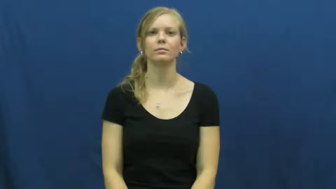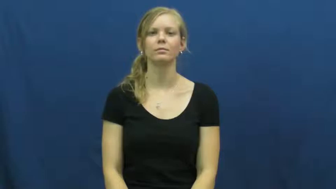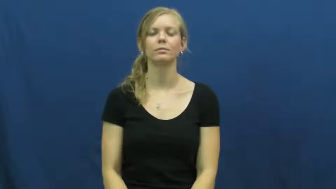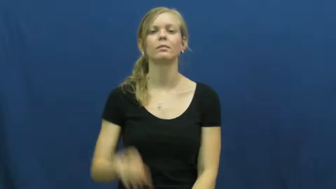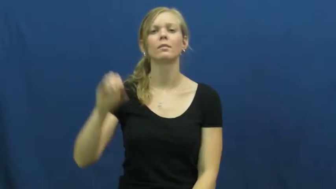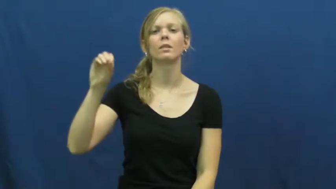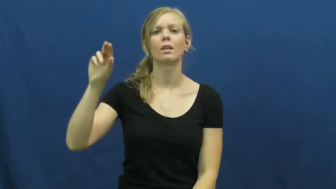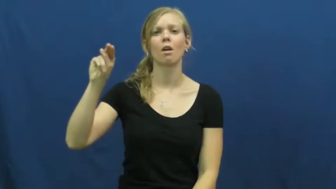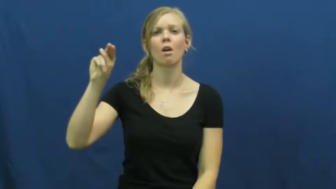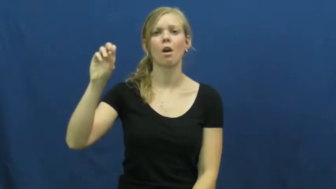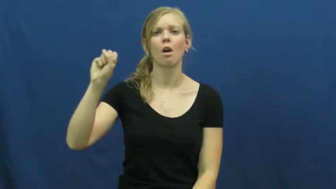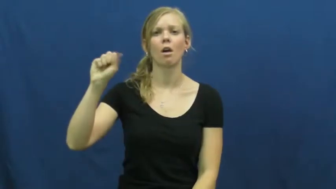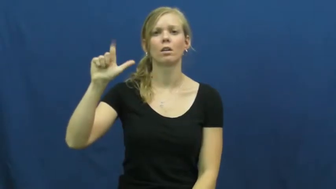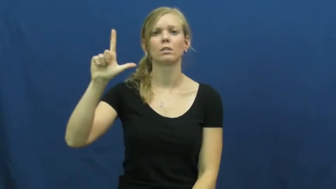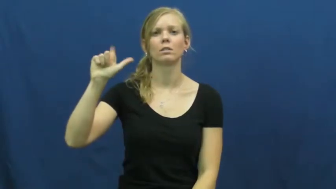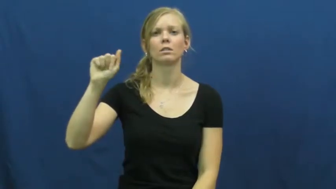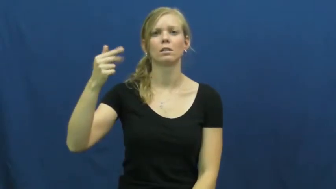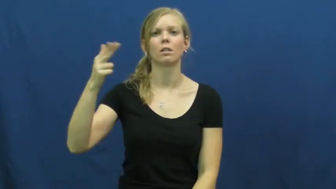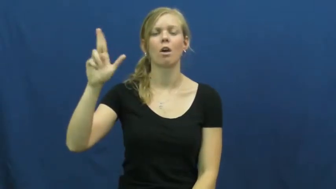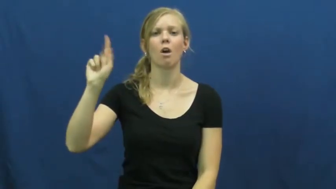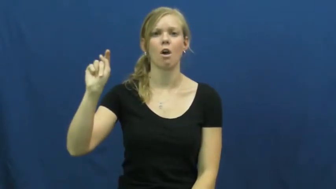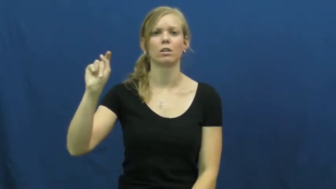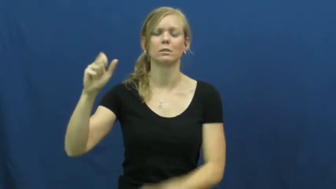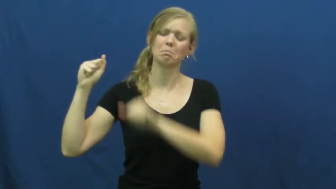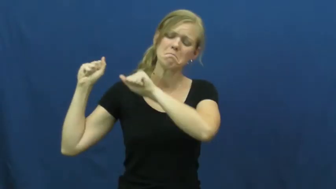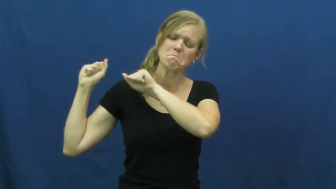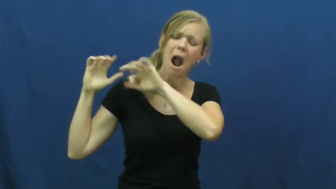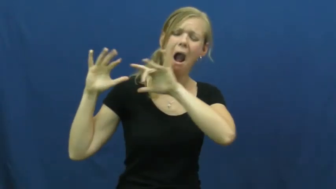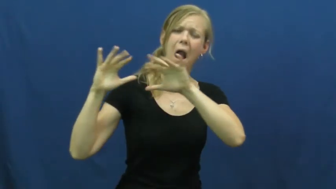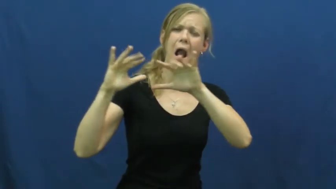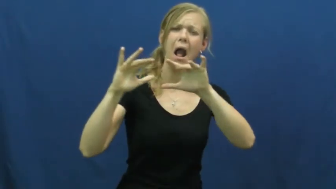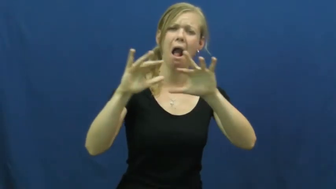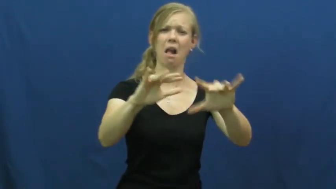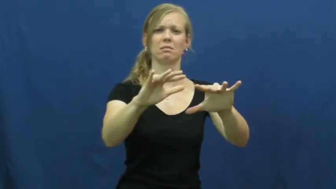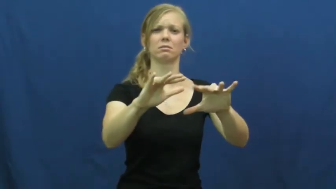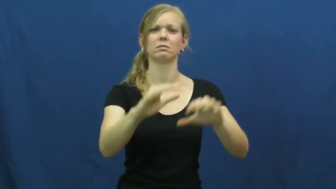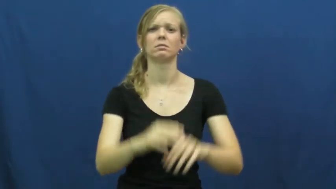onslaught